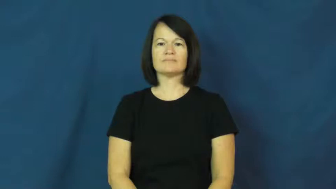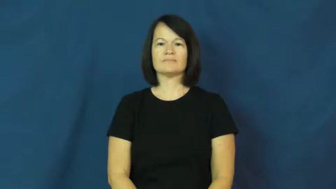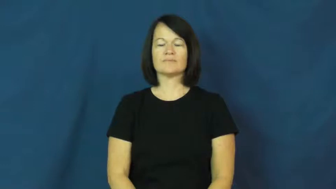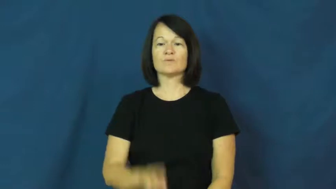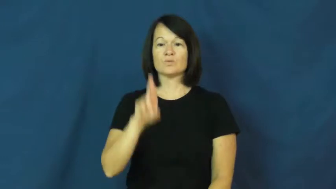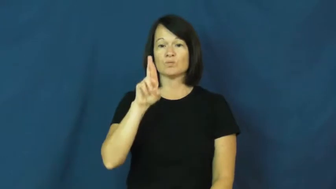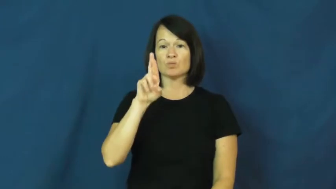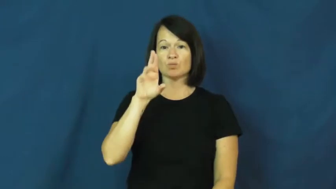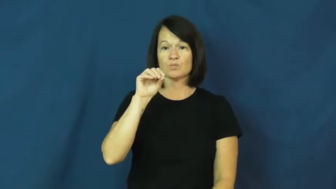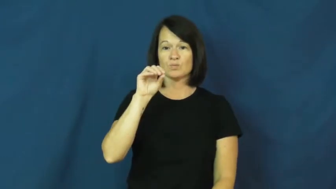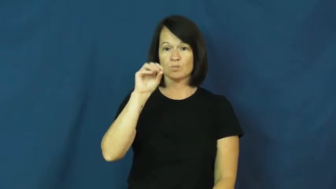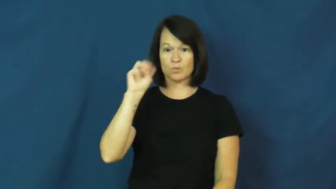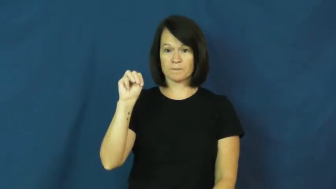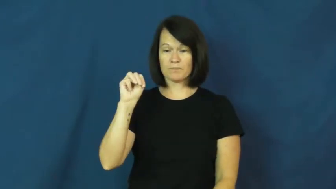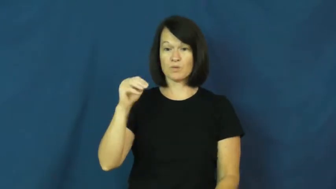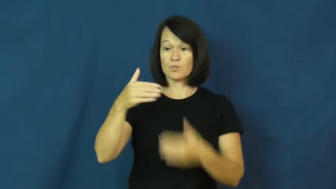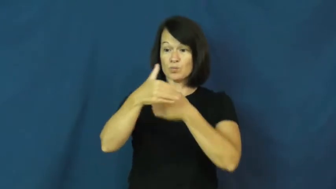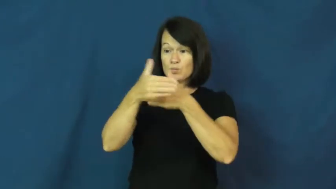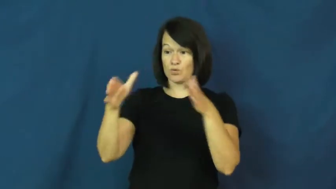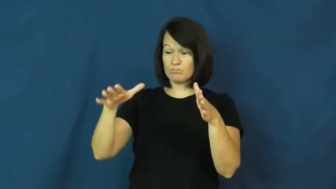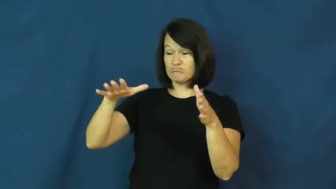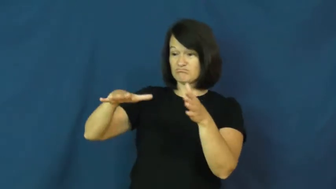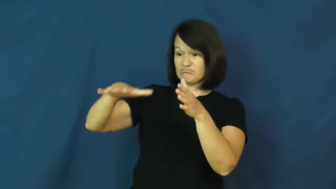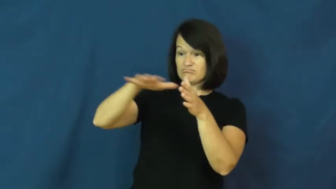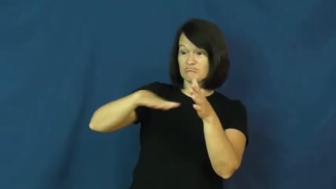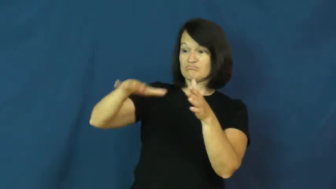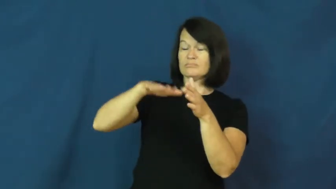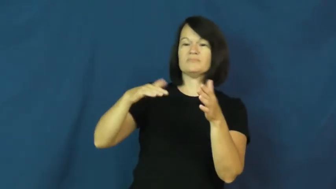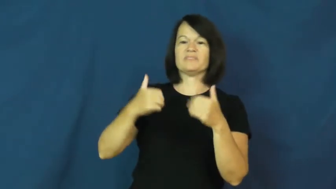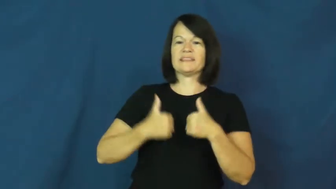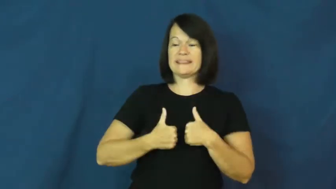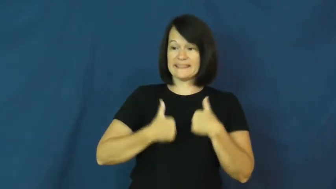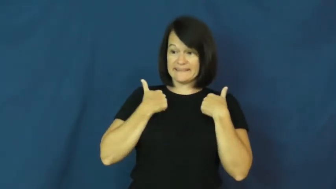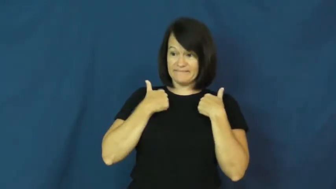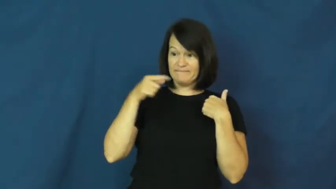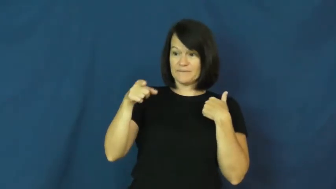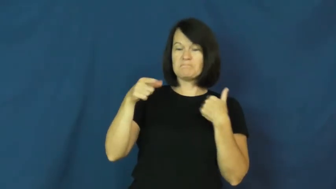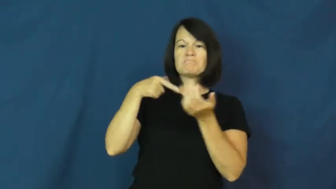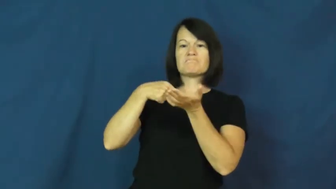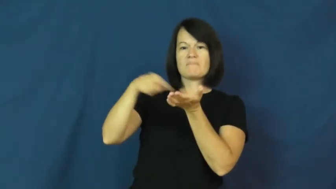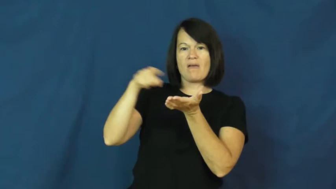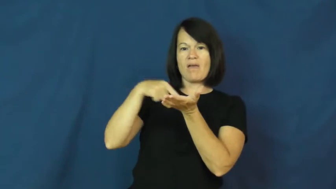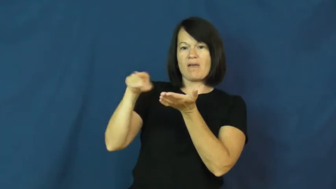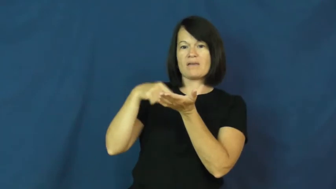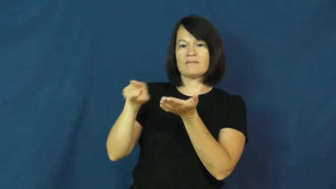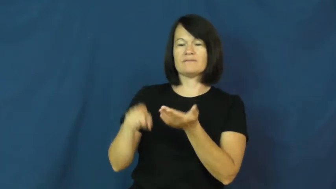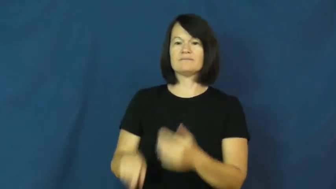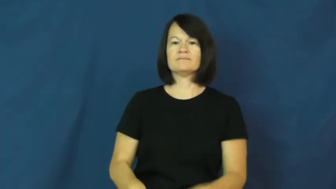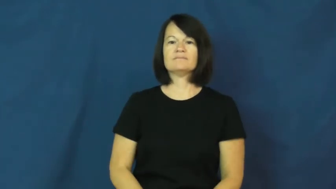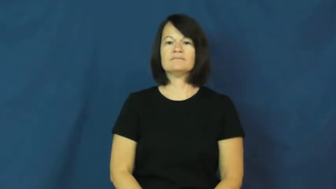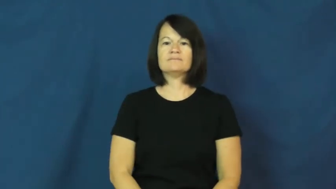room-rent